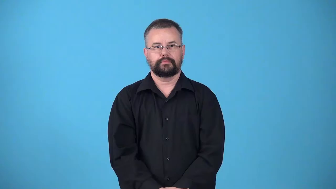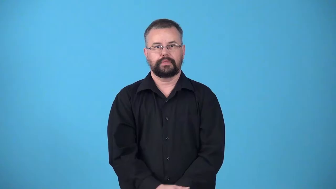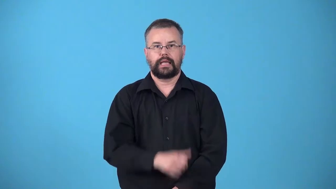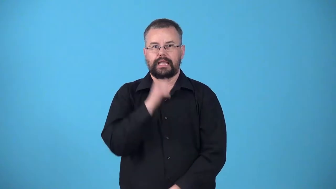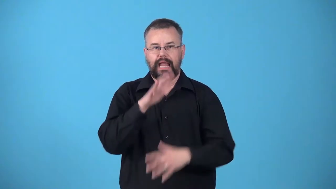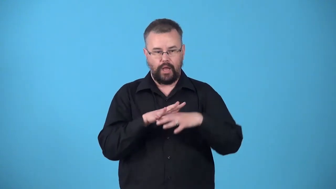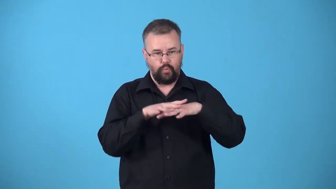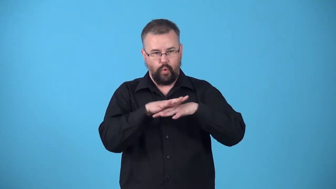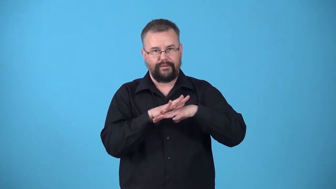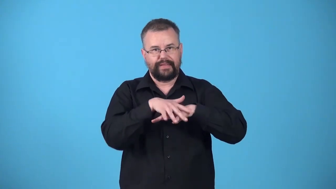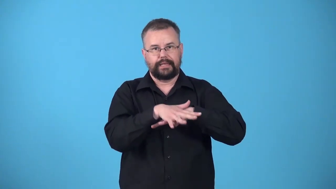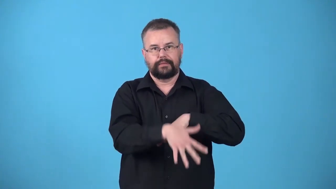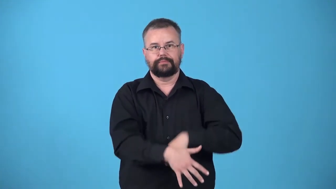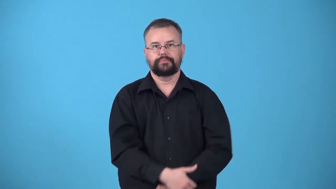unwoven